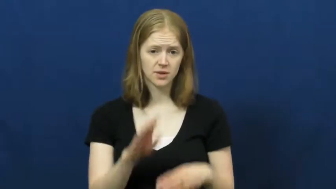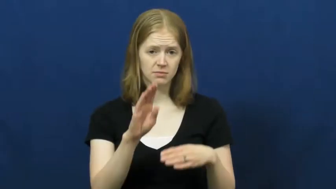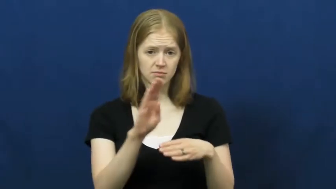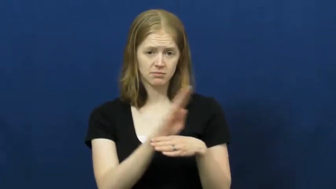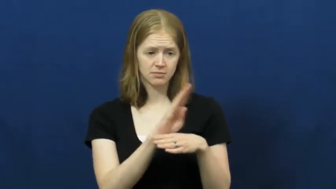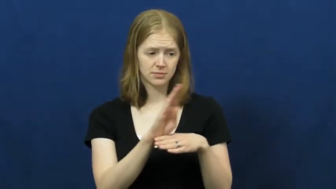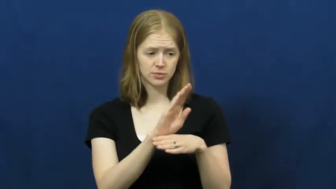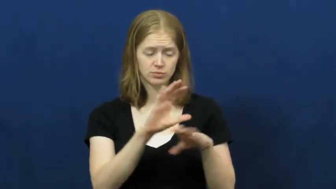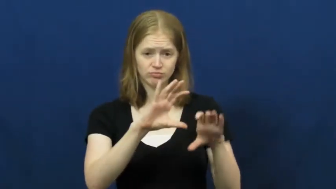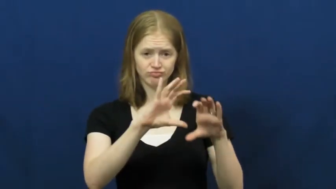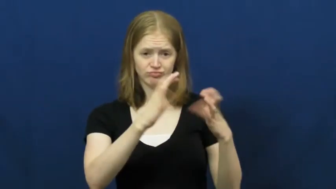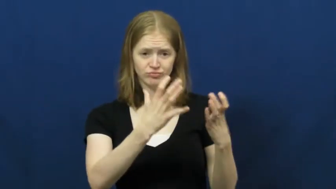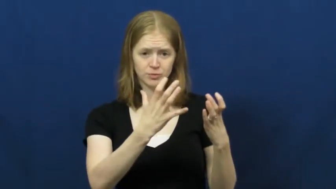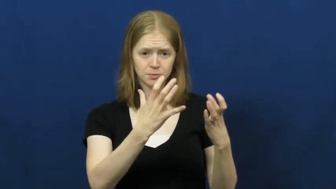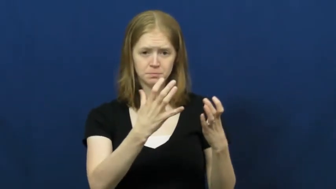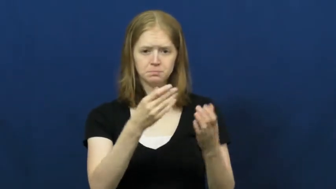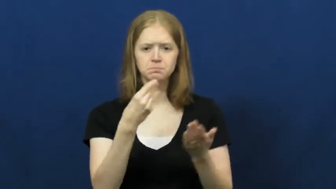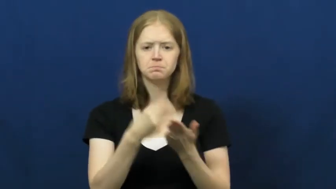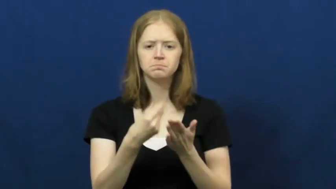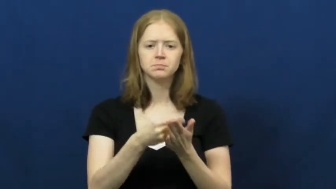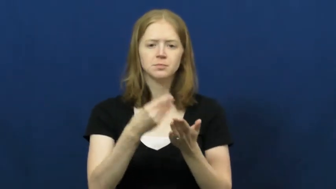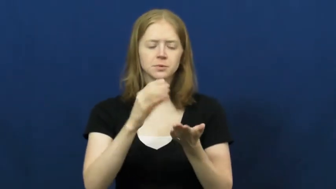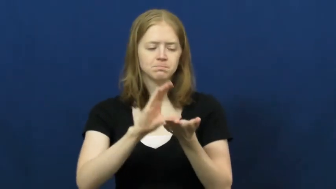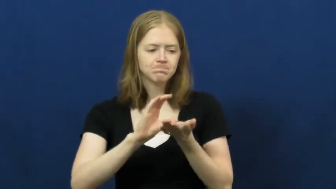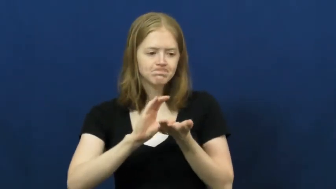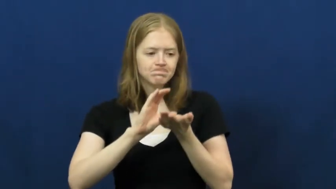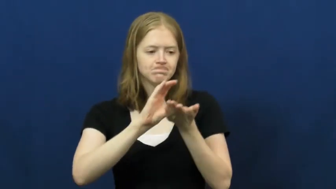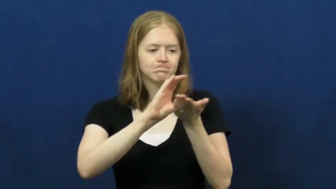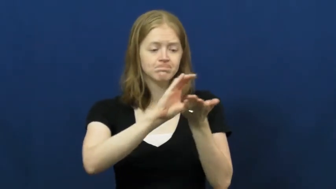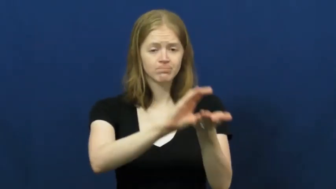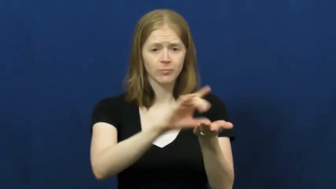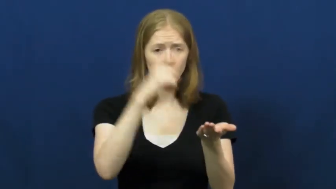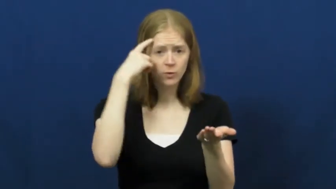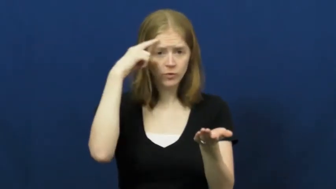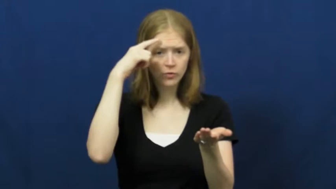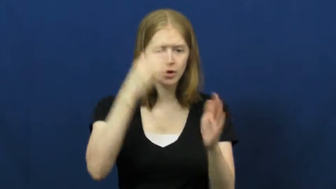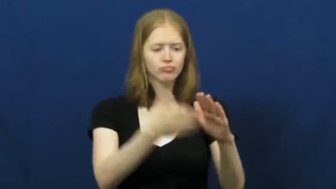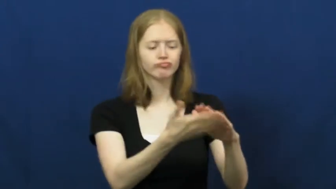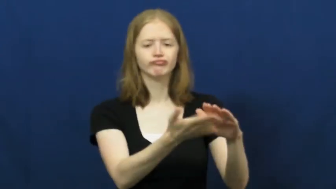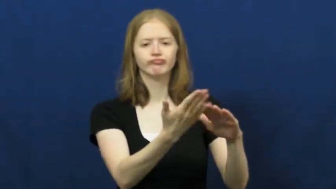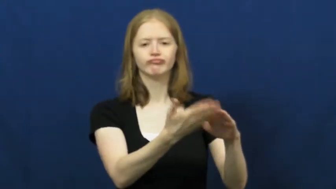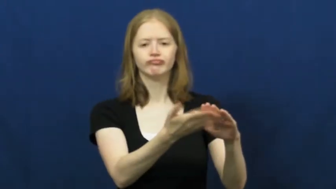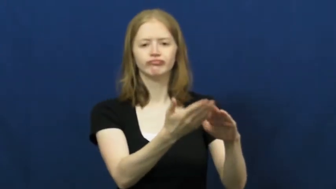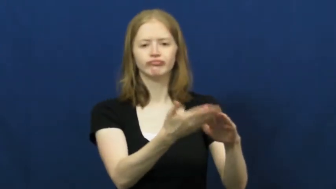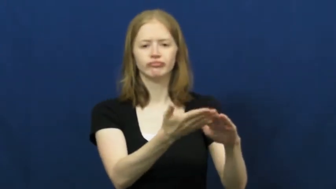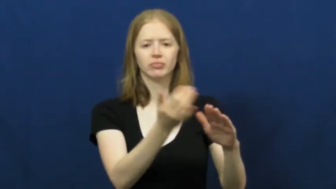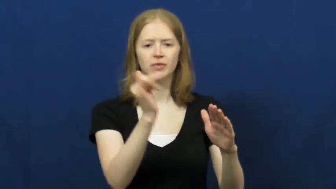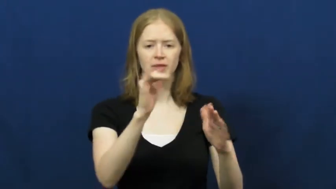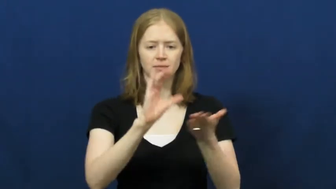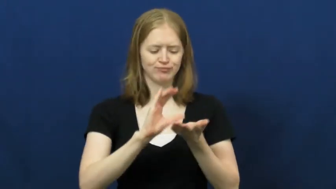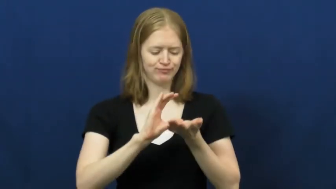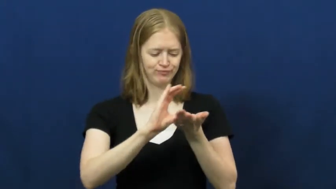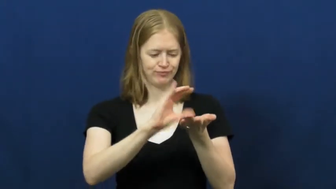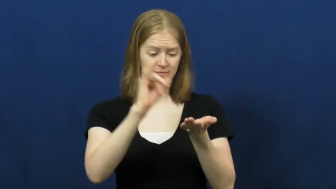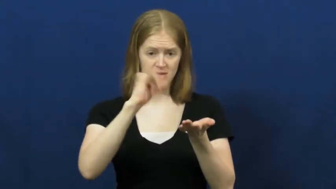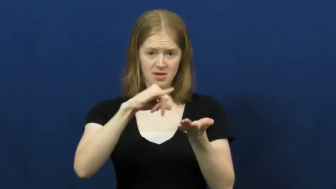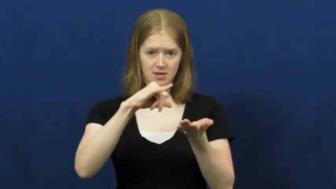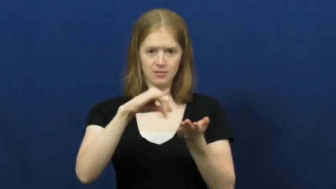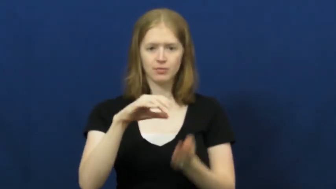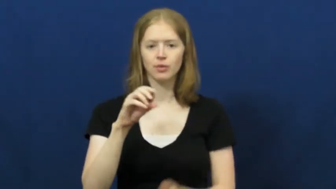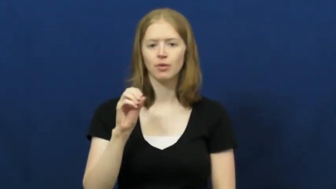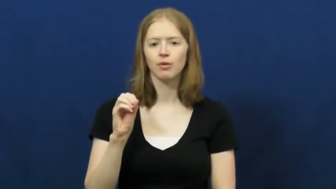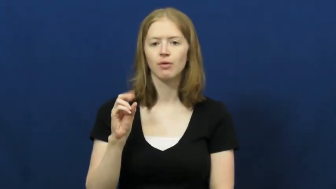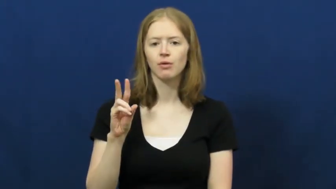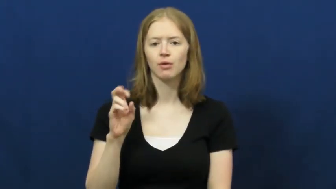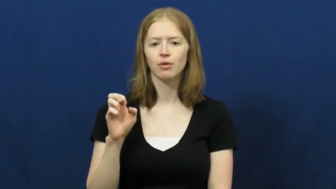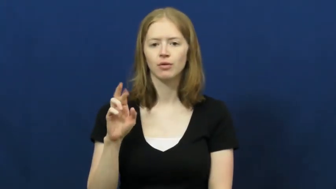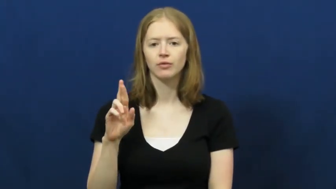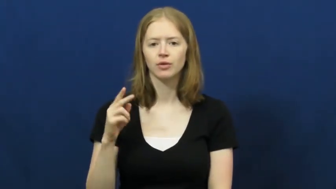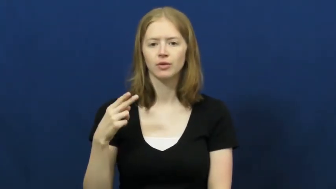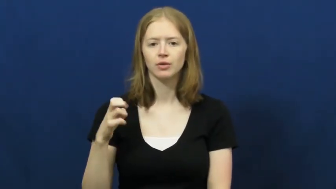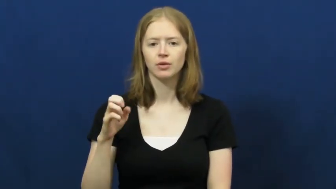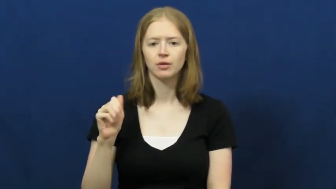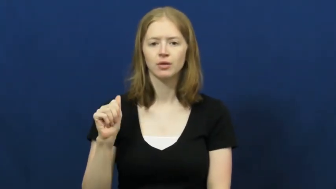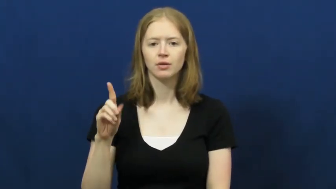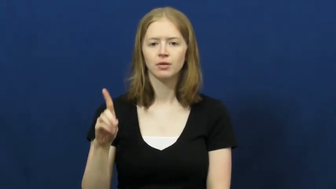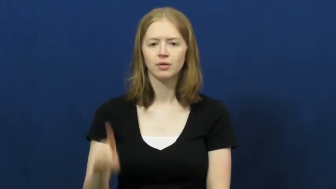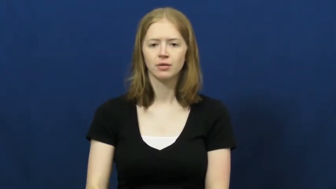overhead-business